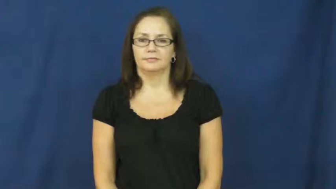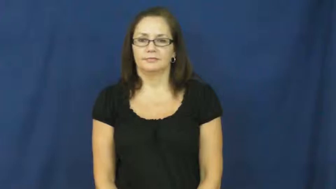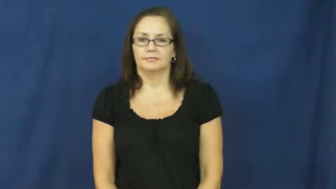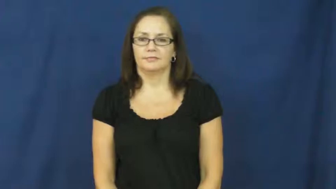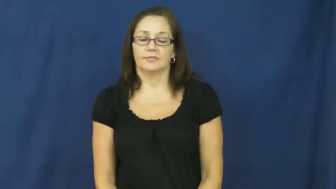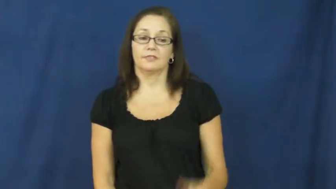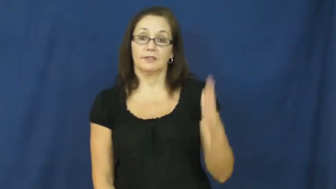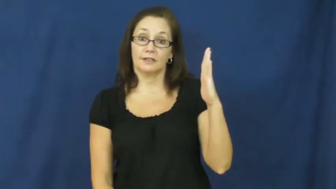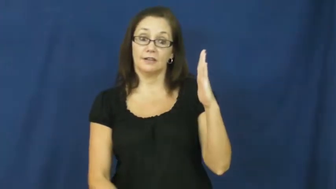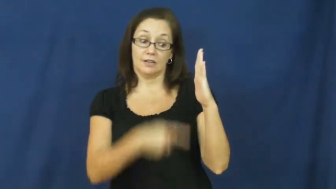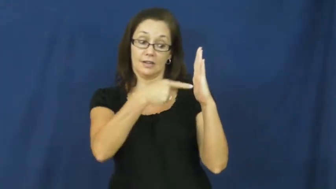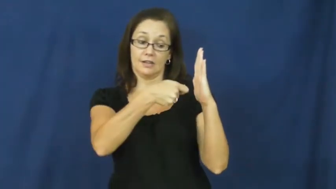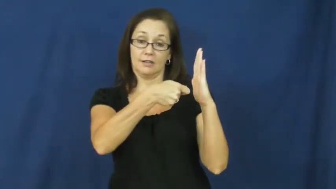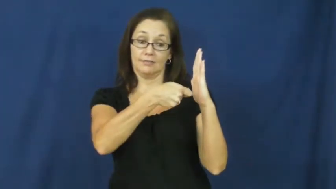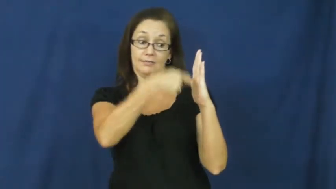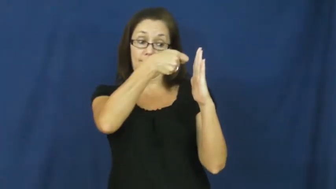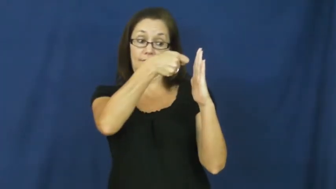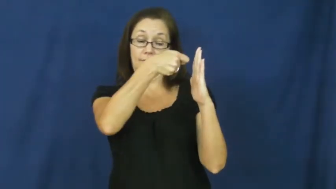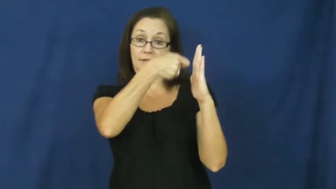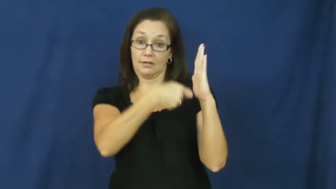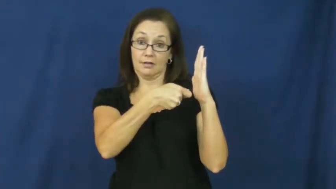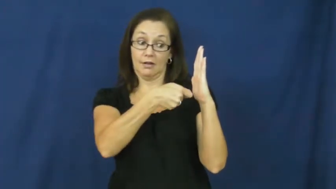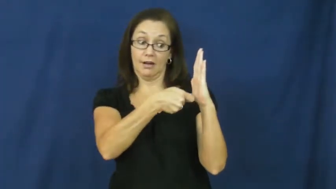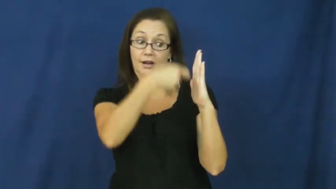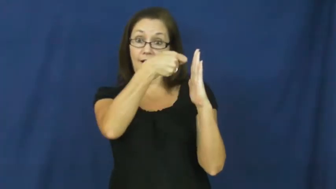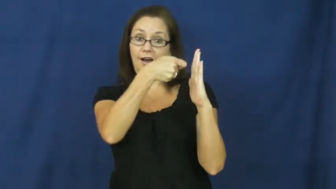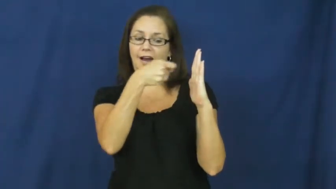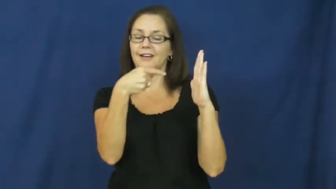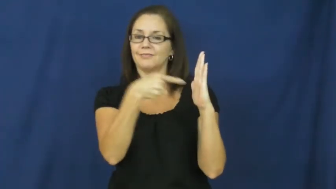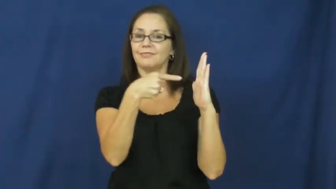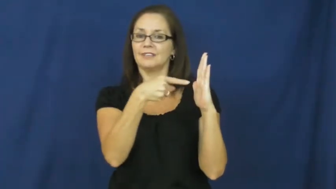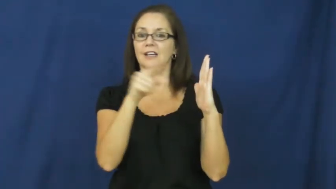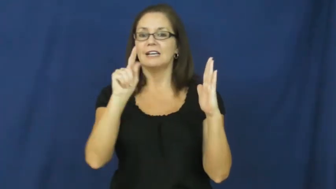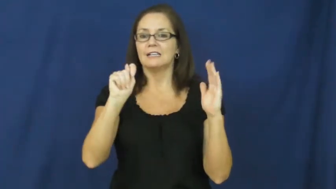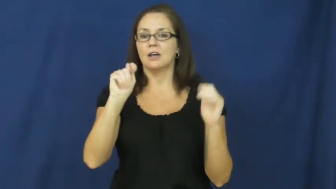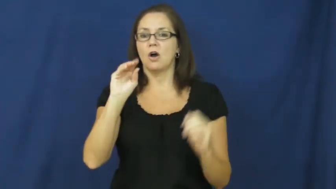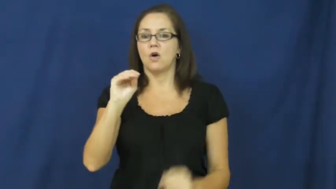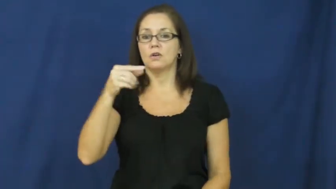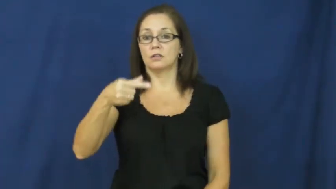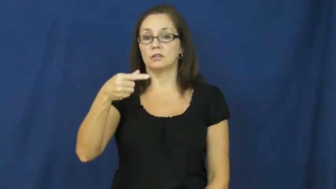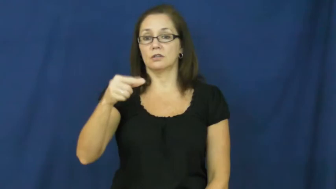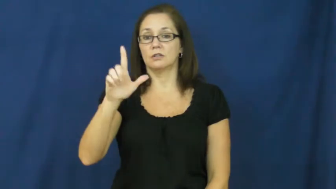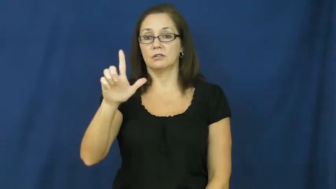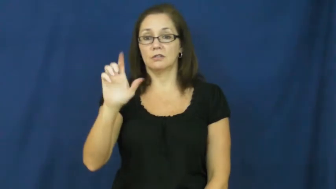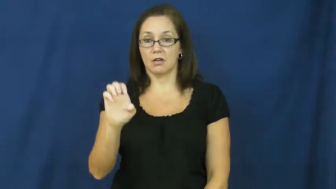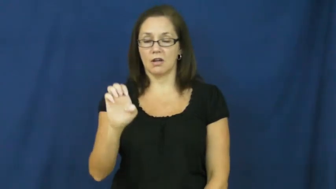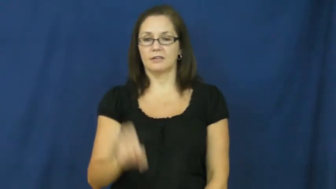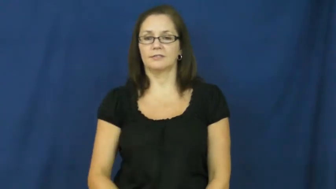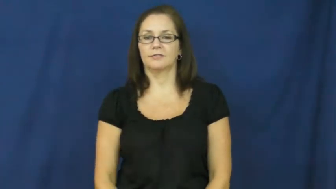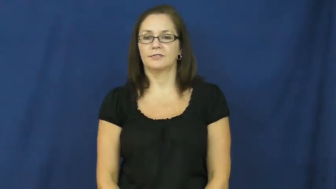toggle-switch